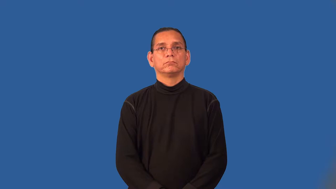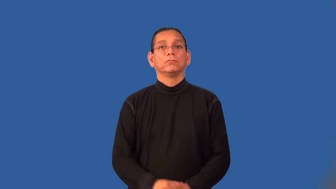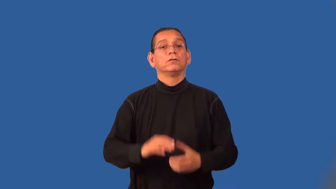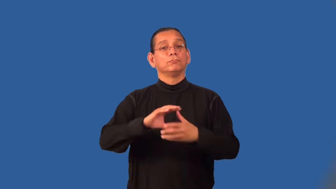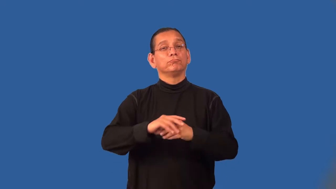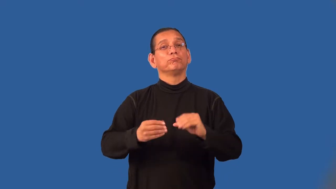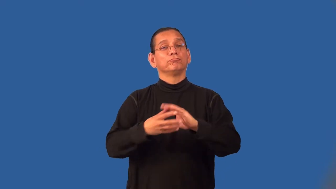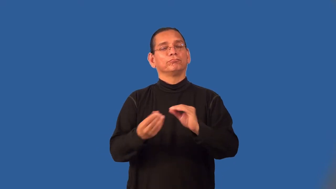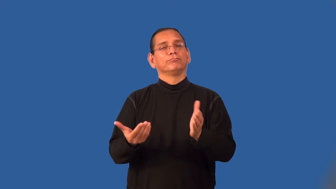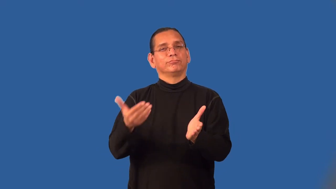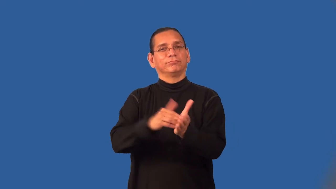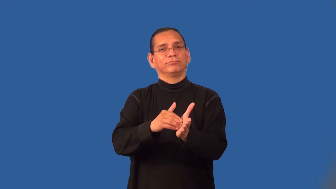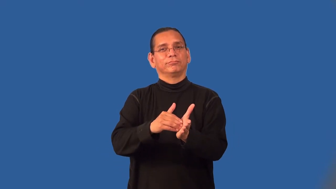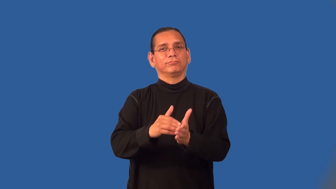retell,reconstruct,recount,recall